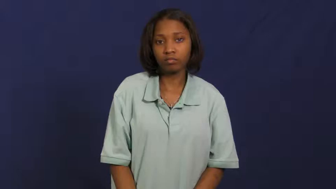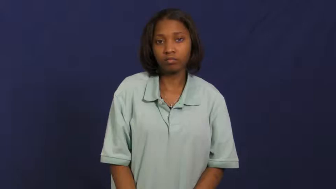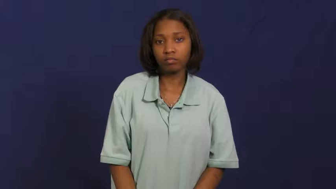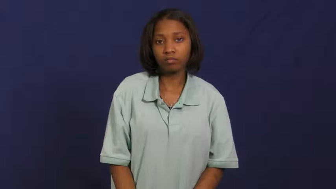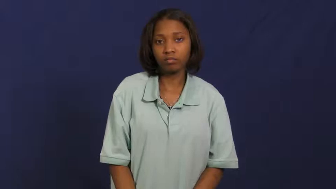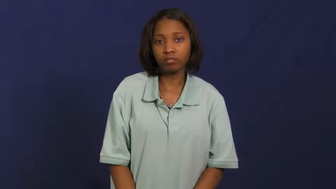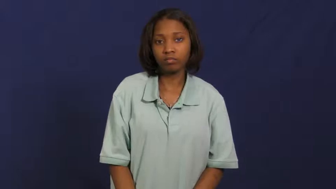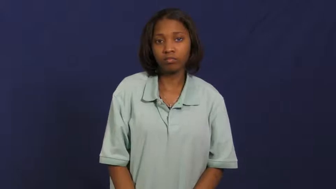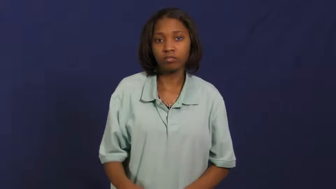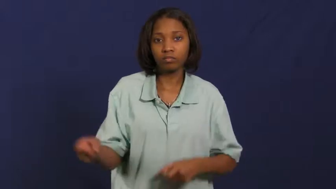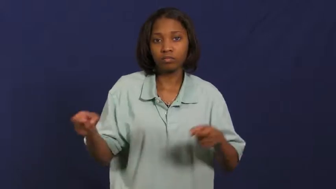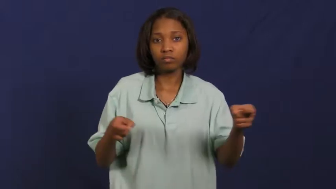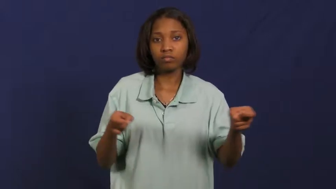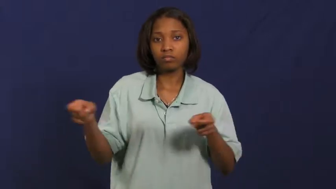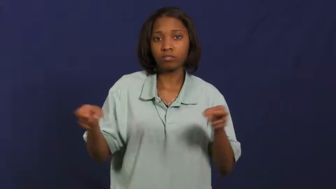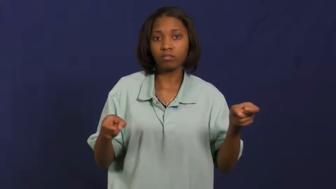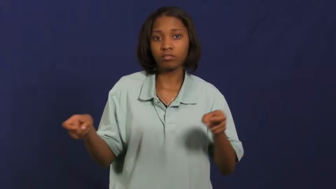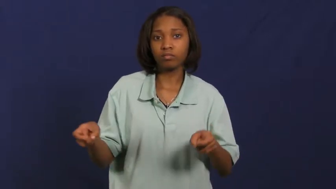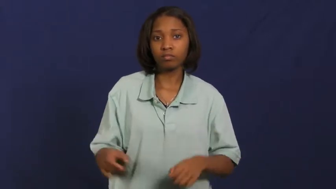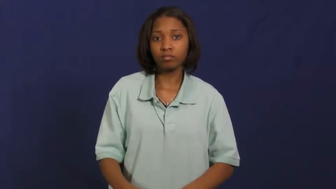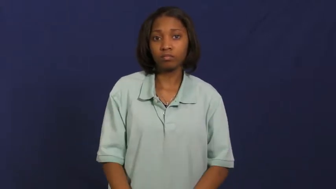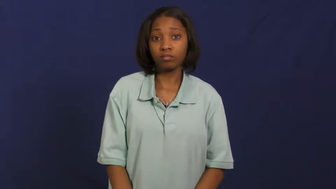rein in